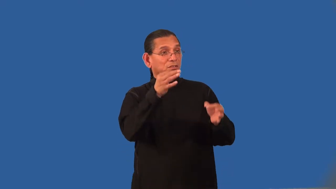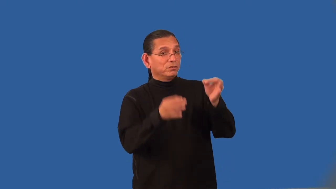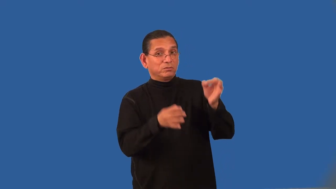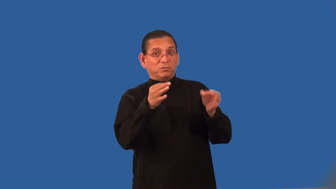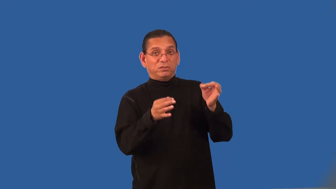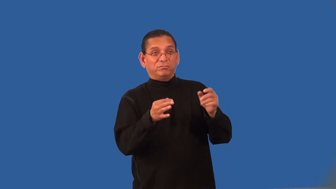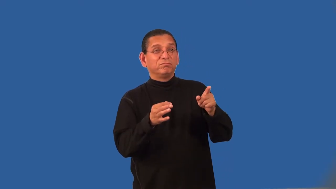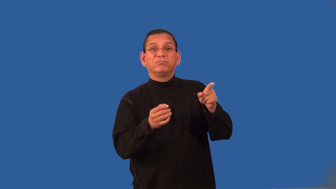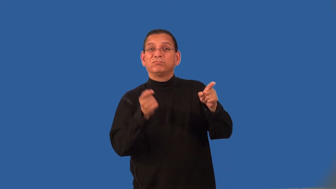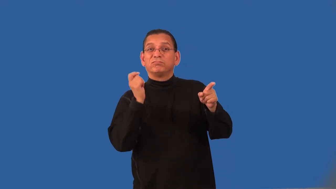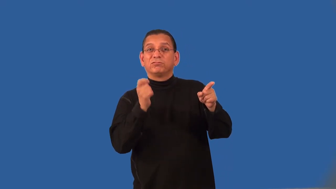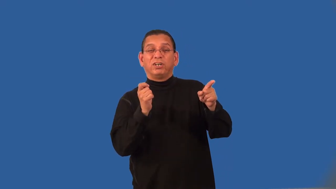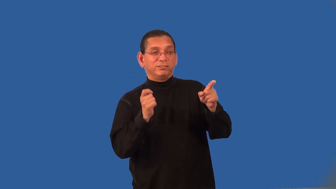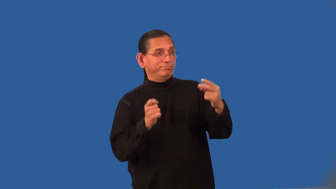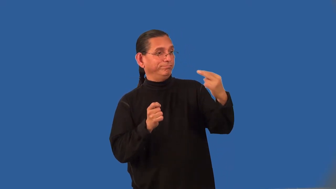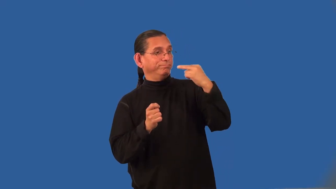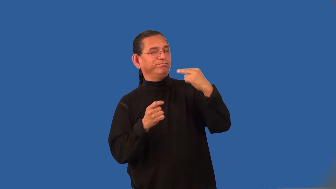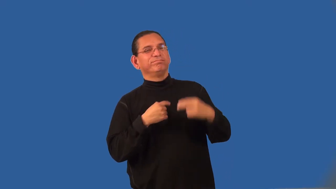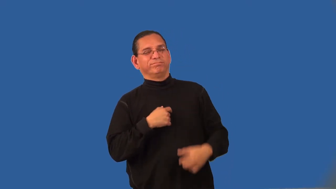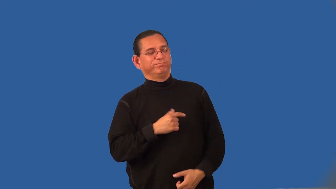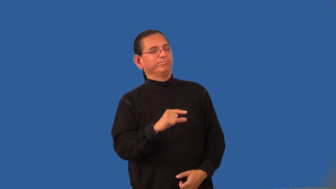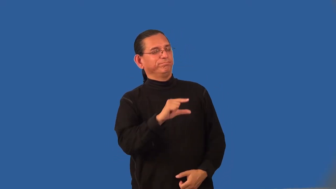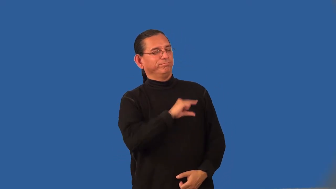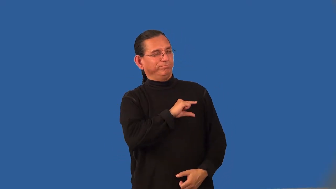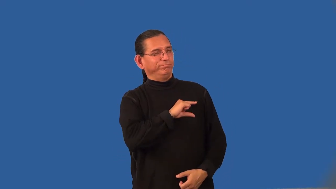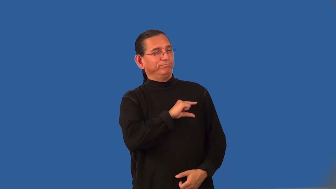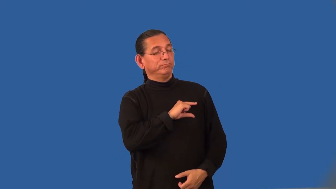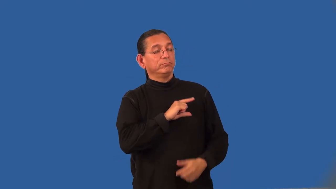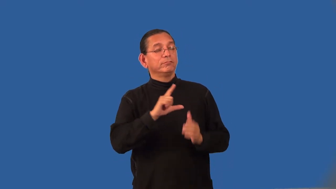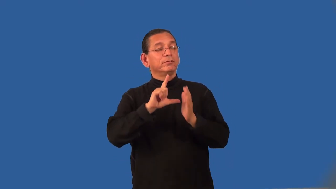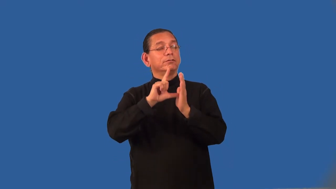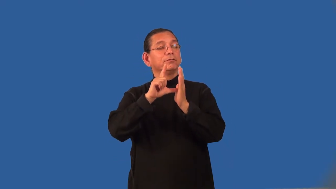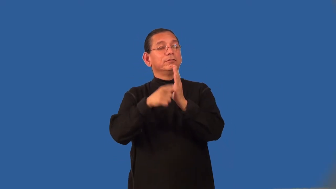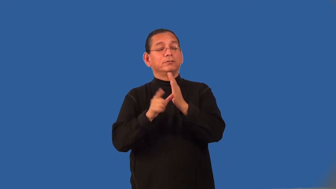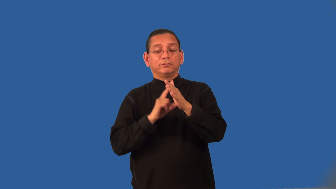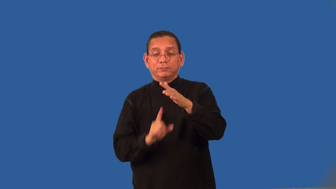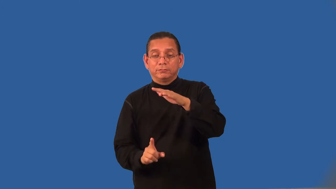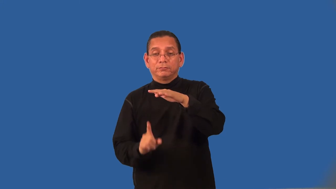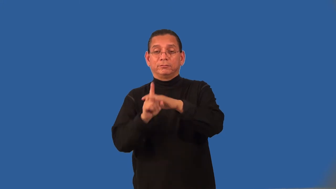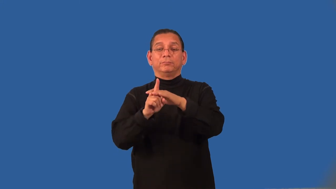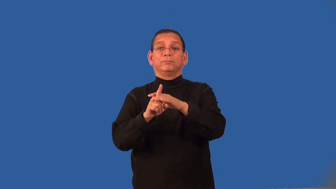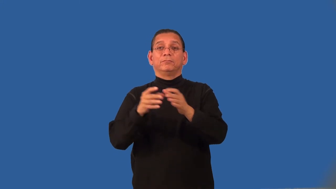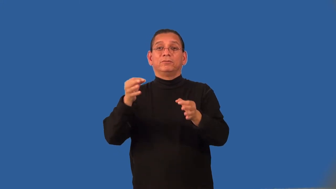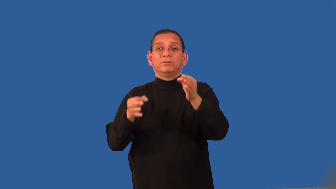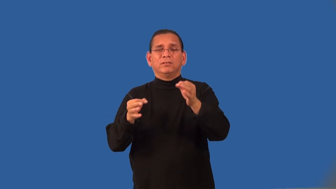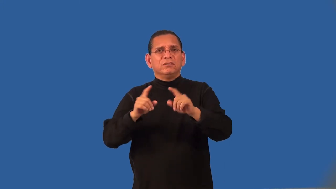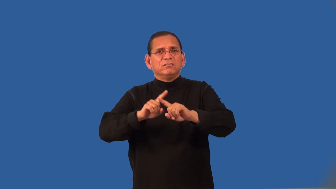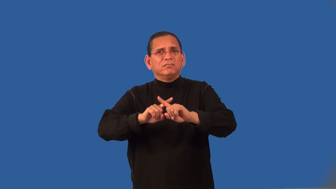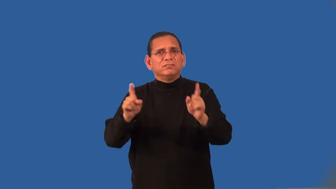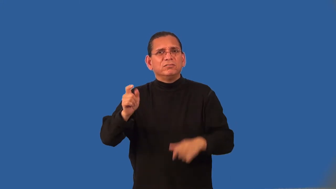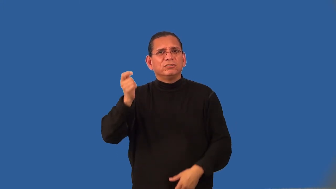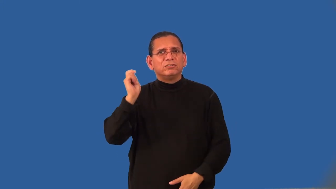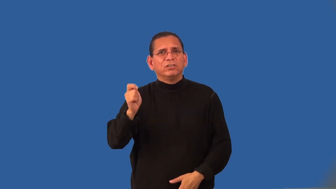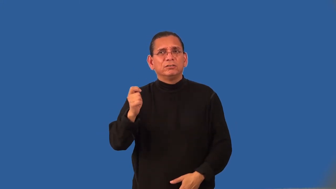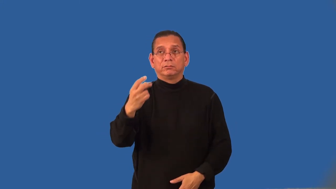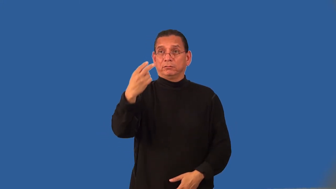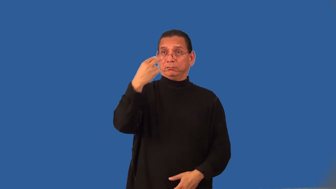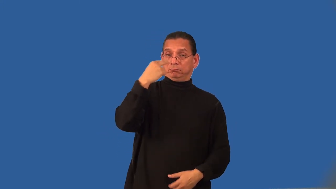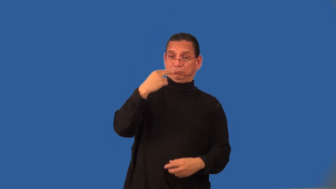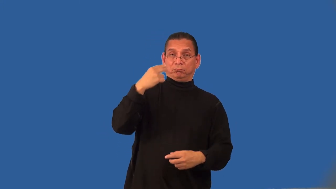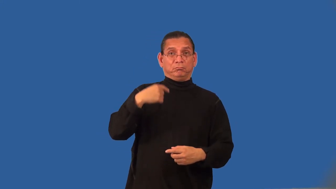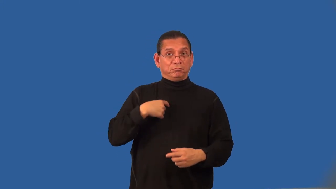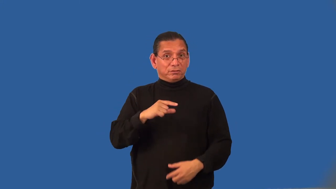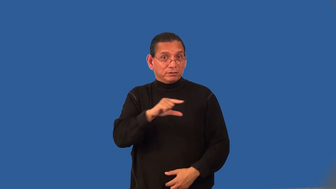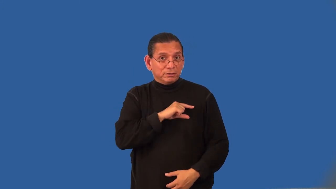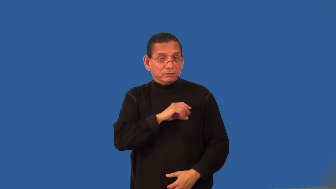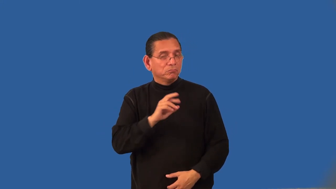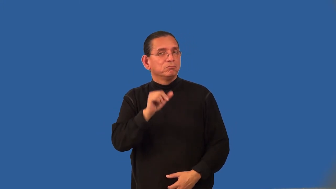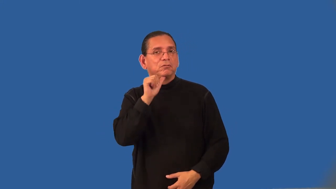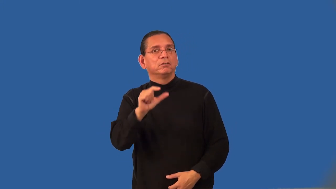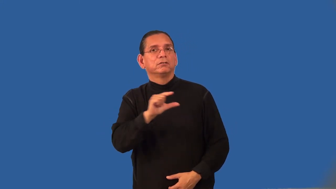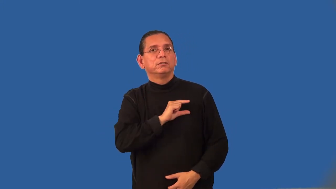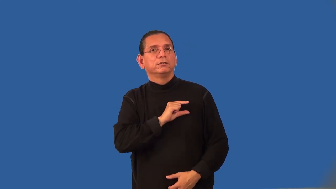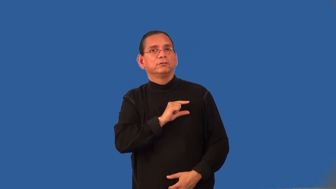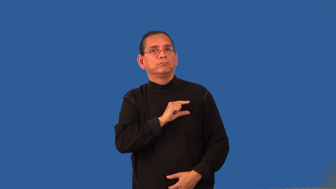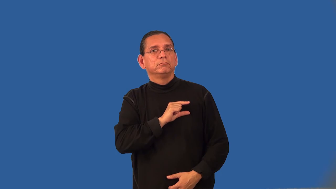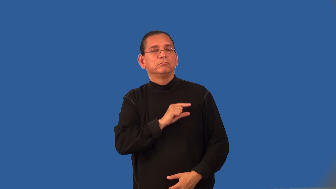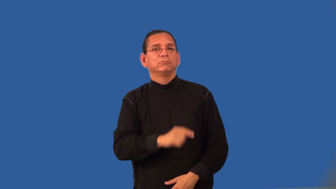rehear-court